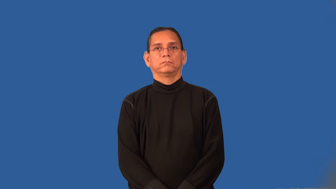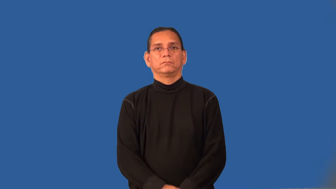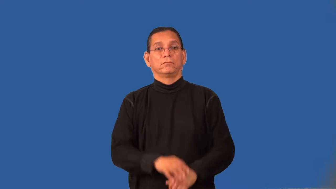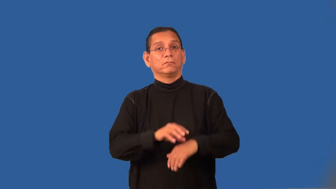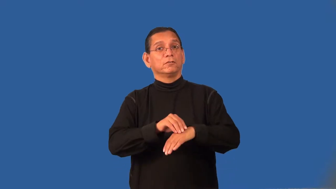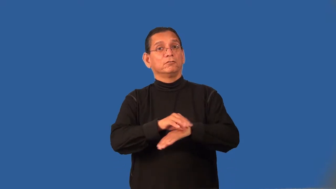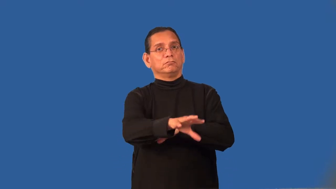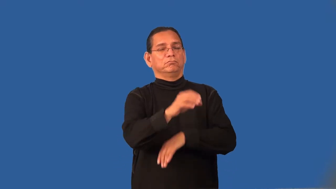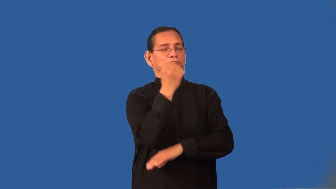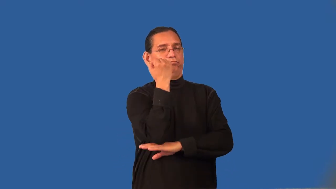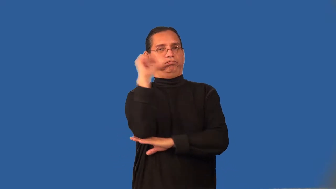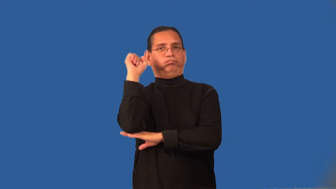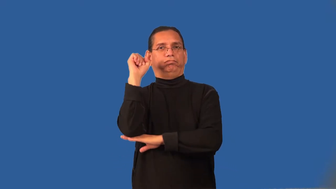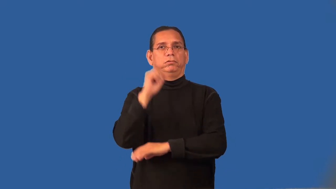radicalize